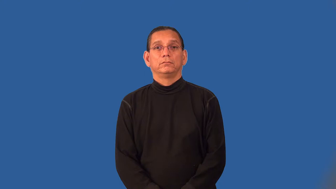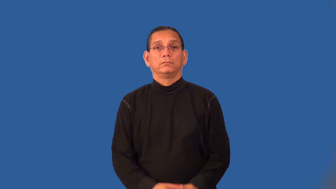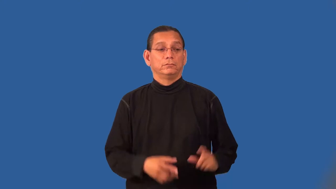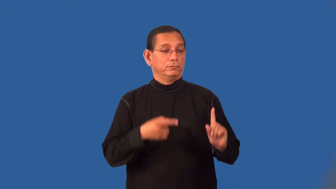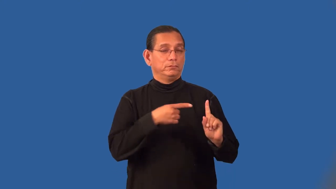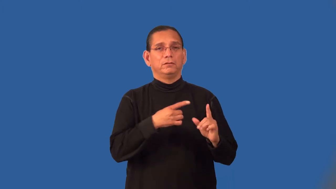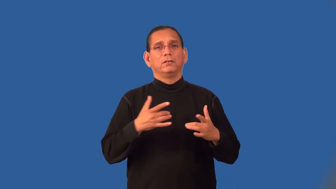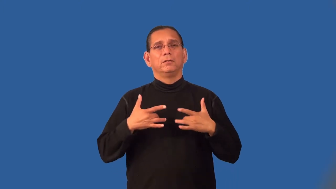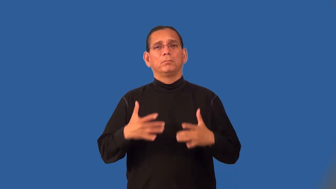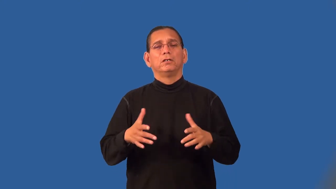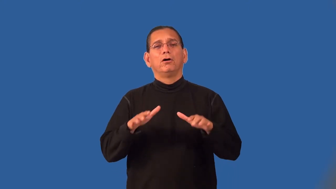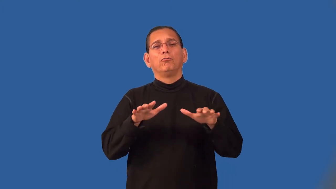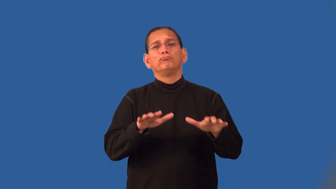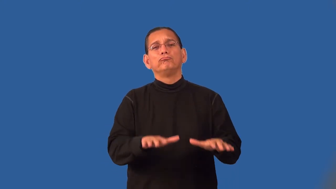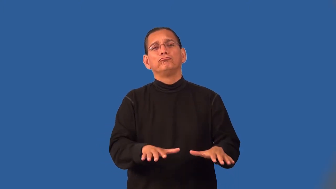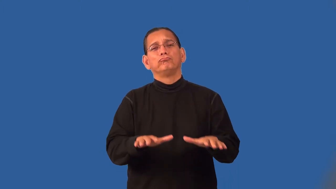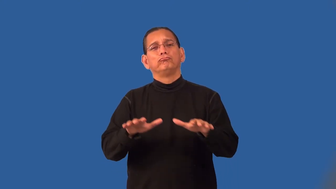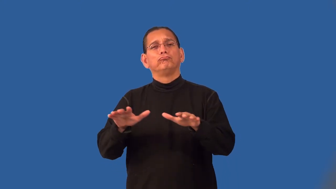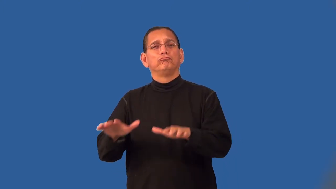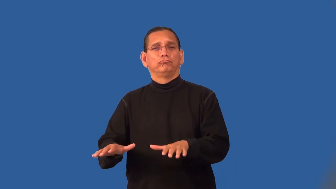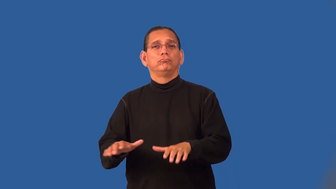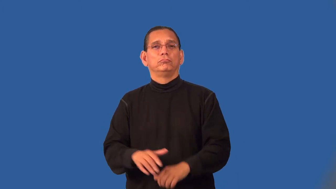phlegmatic